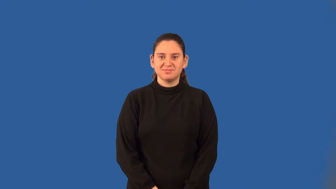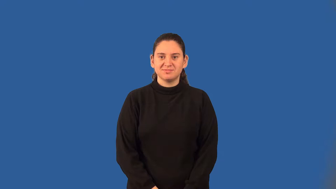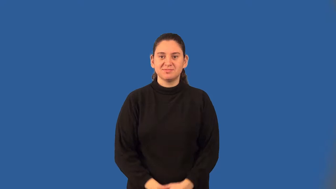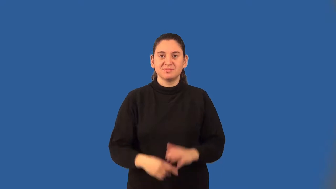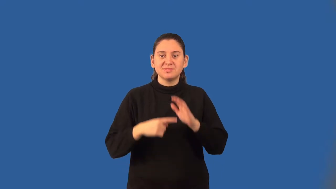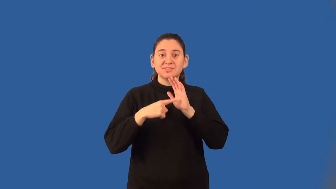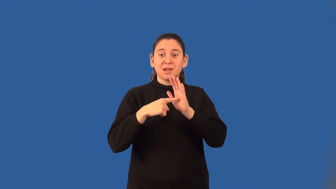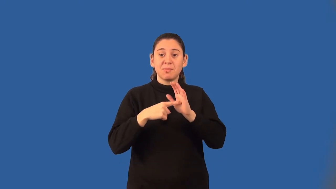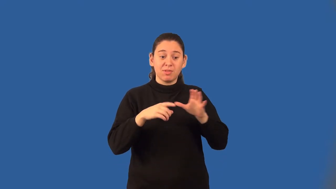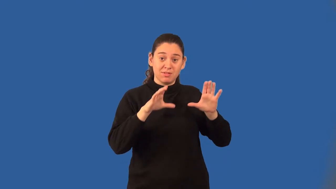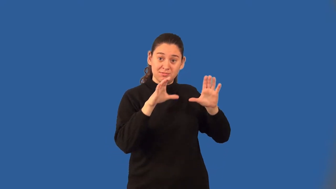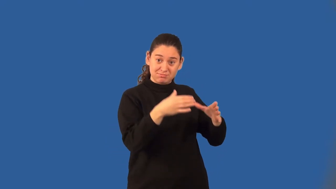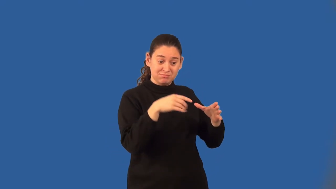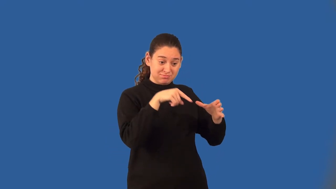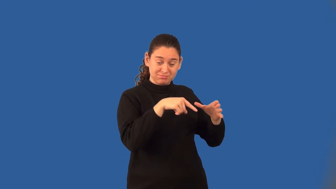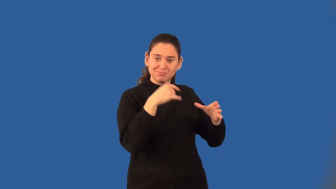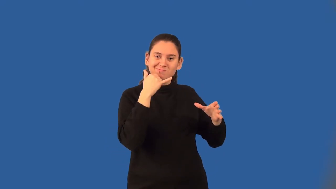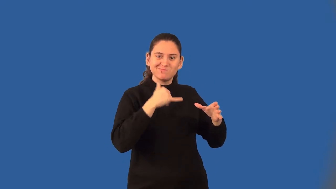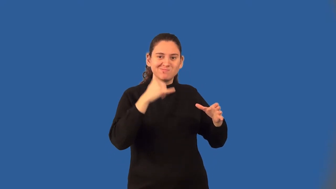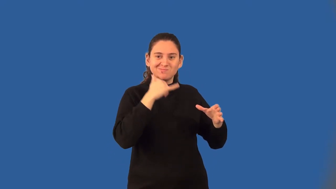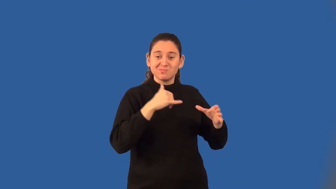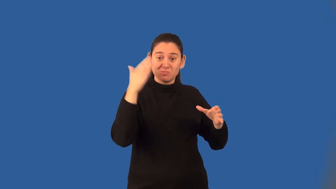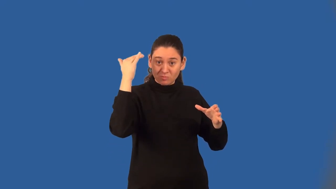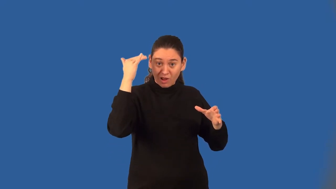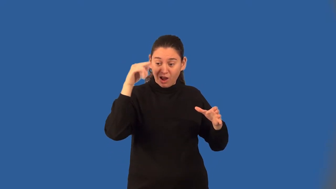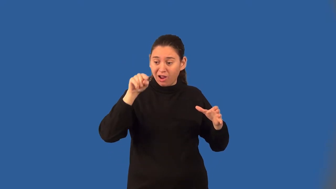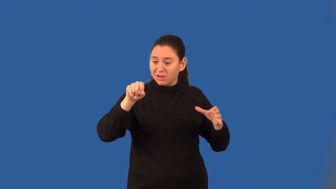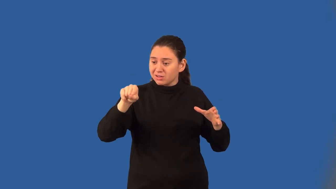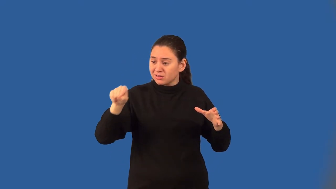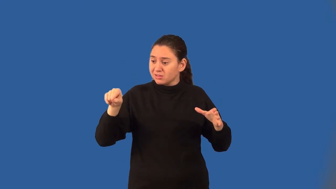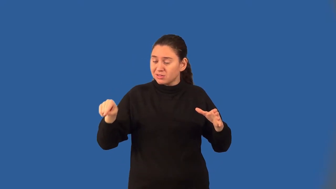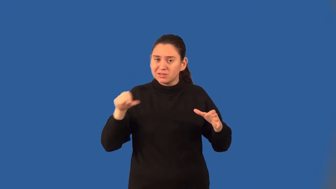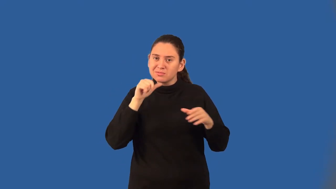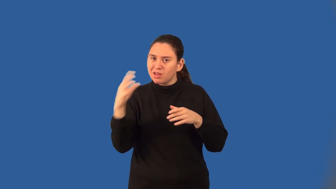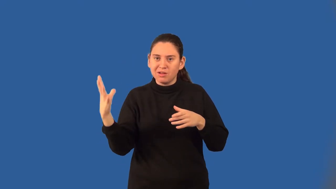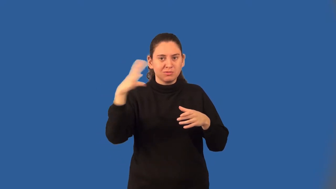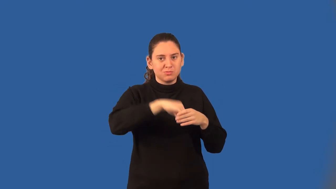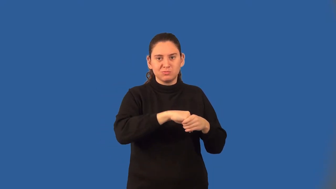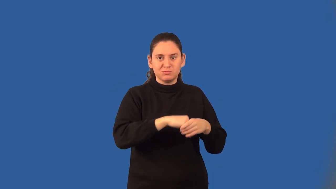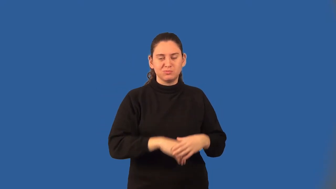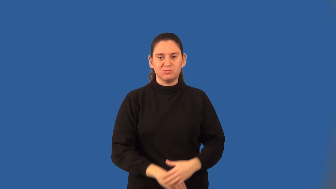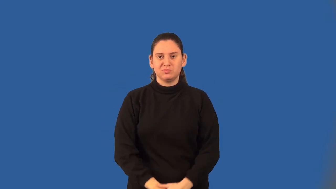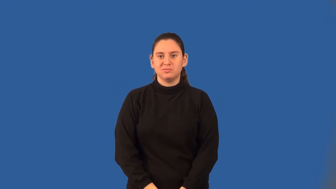biased sample